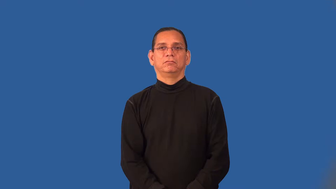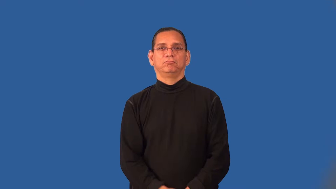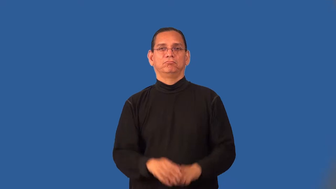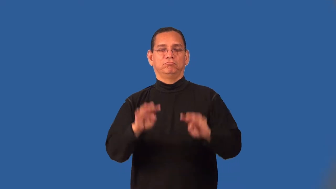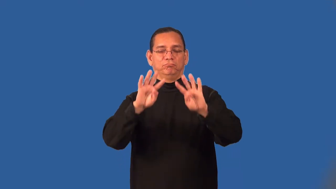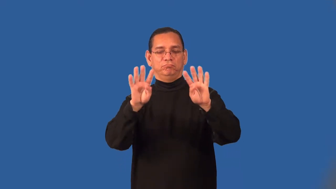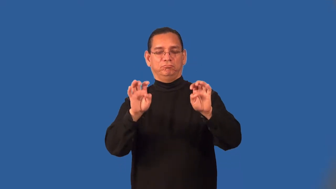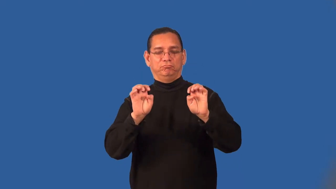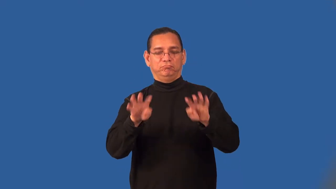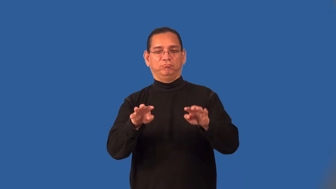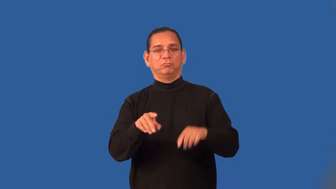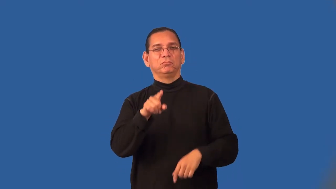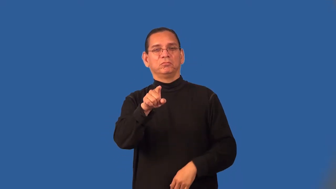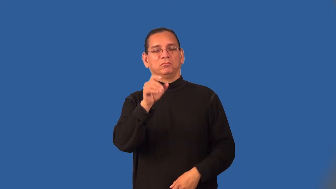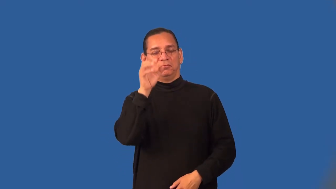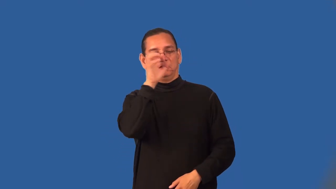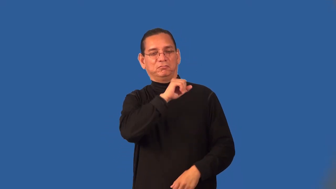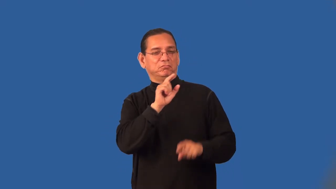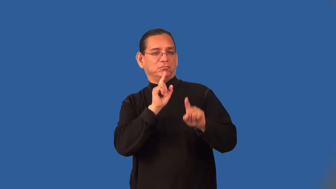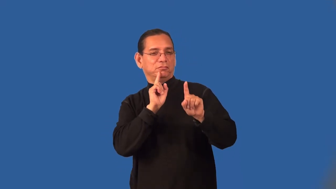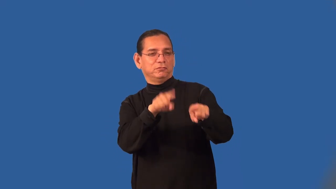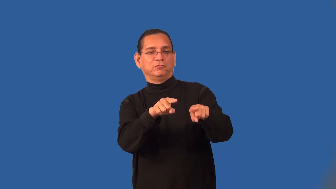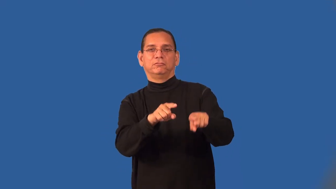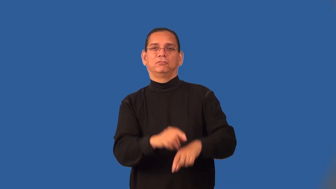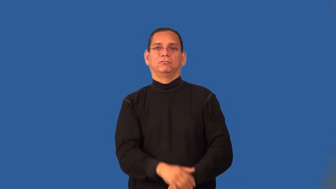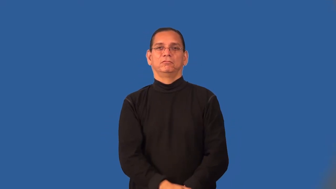riddle-noun